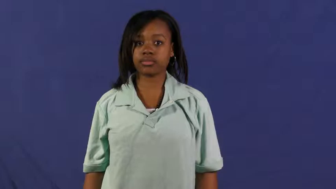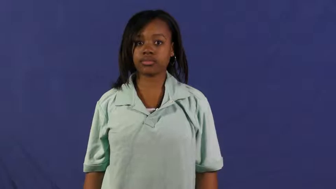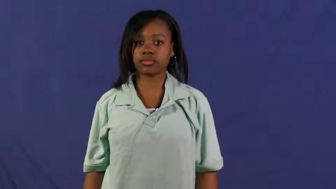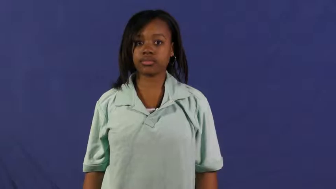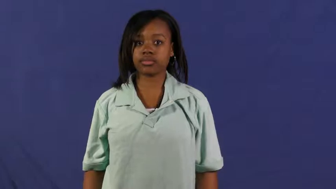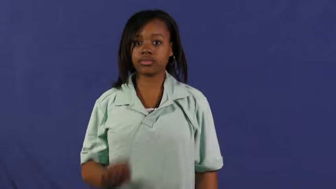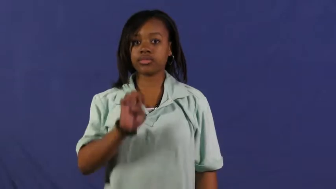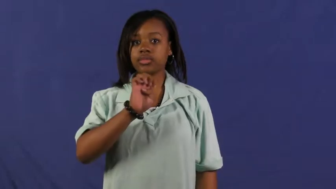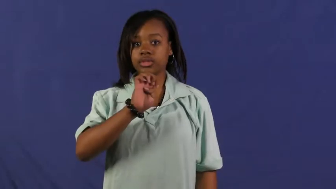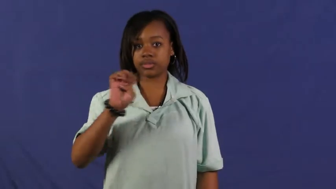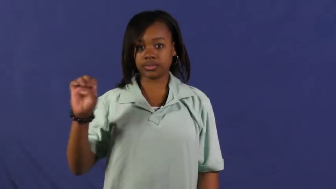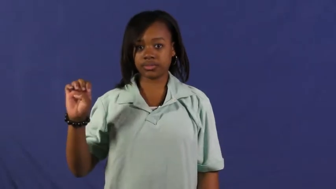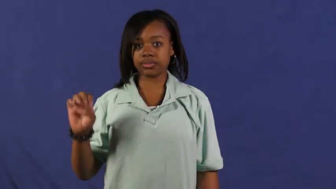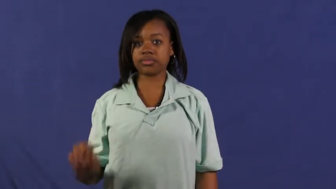east